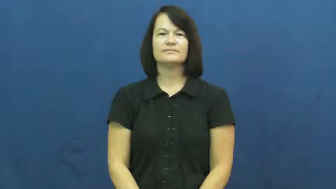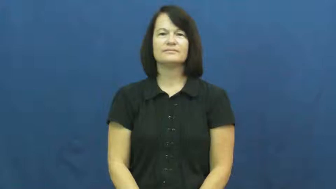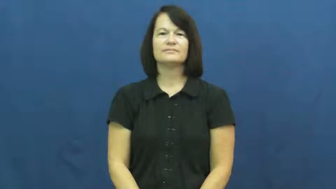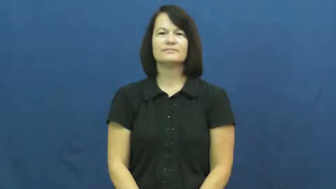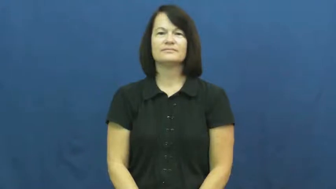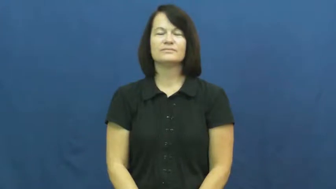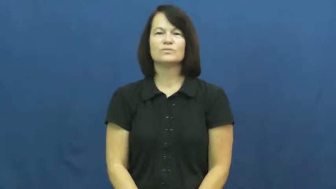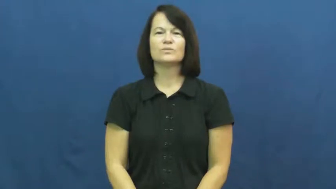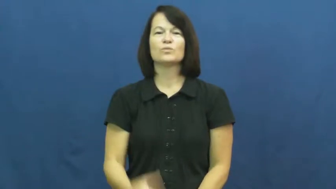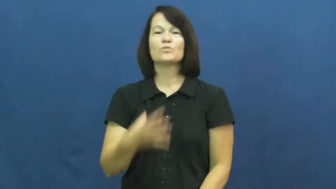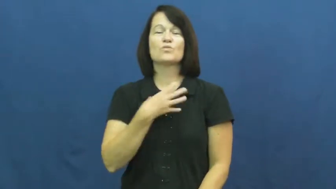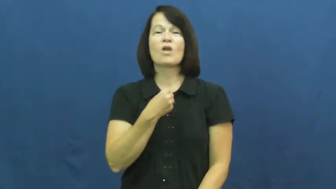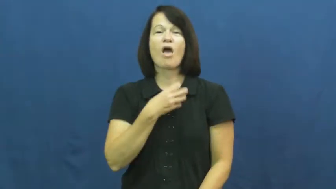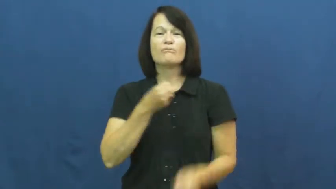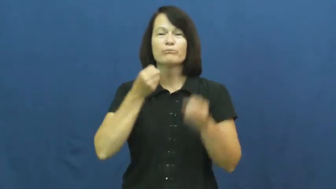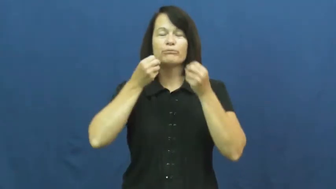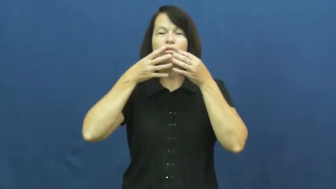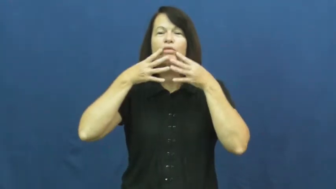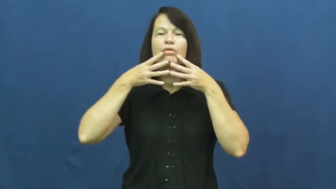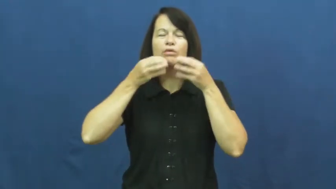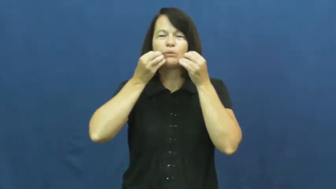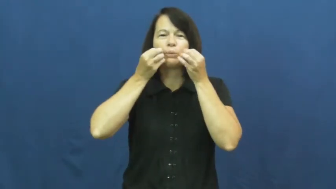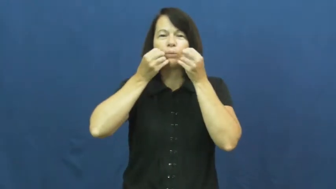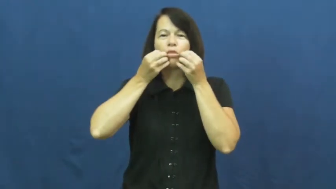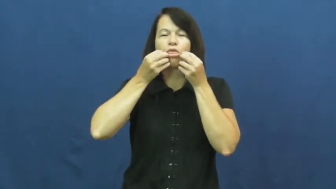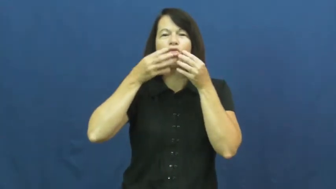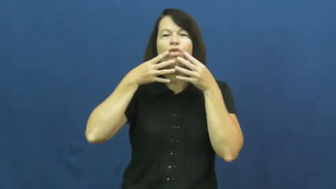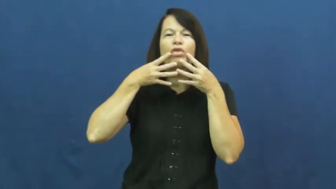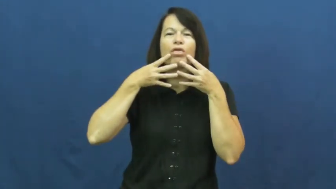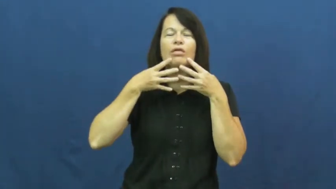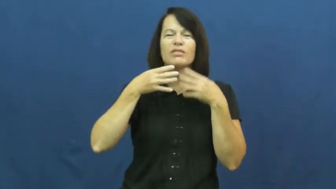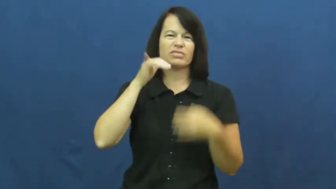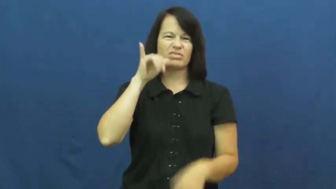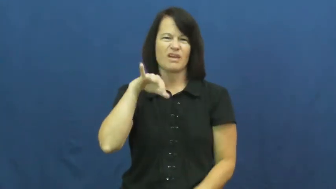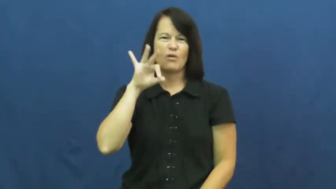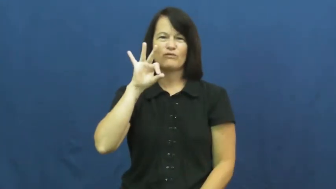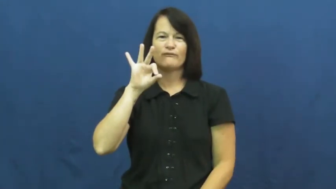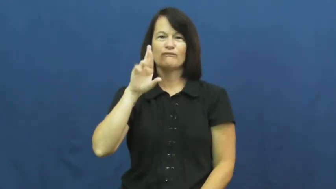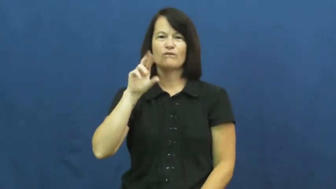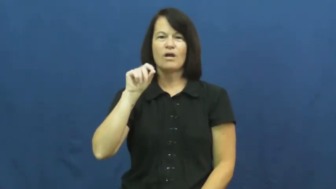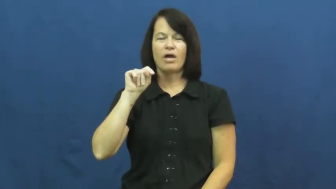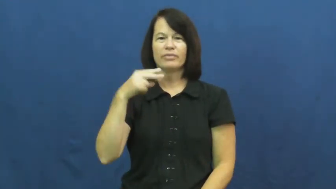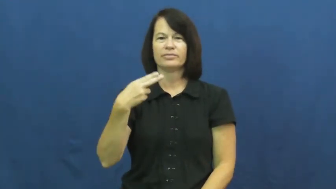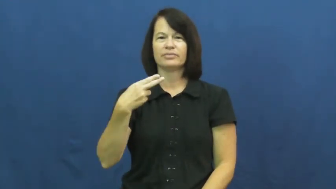froth,foam-mouth